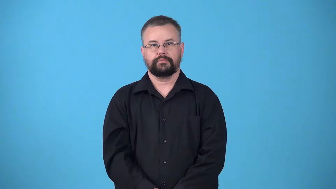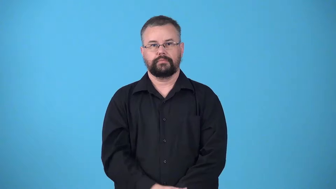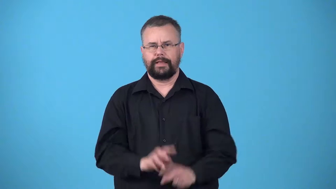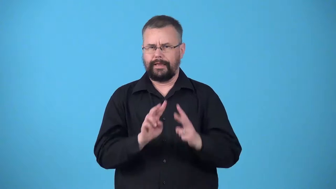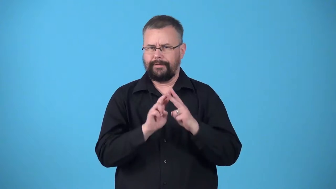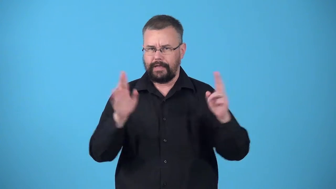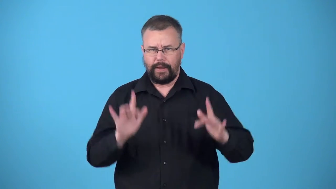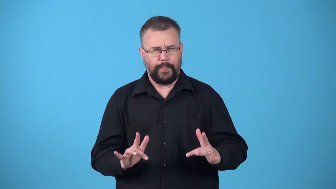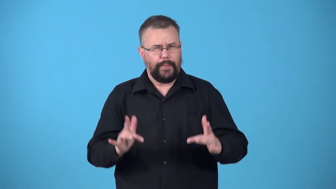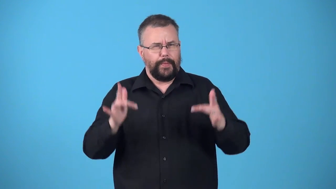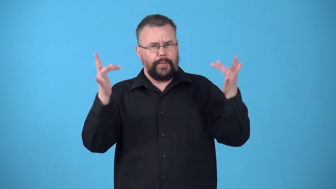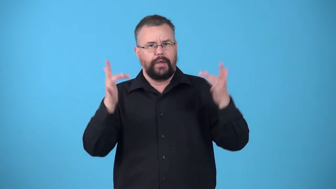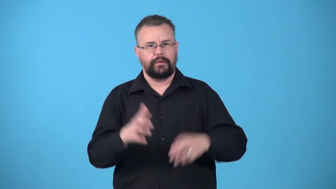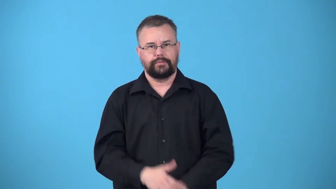ultralight-light